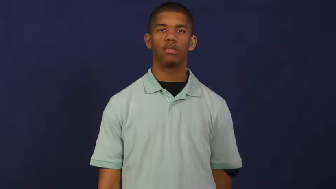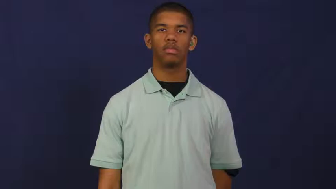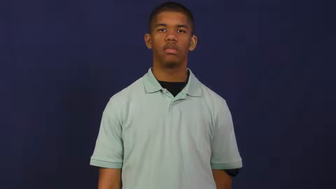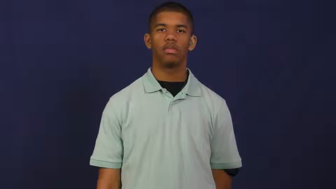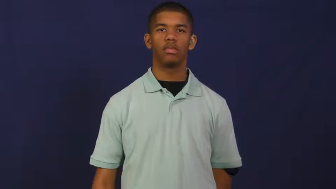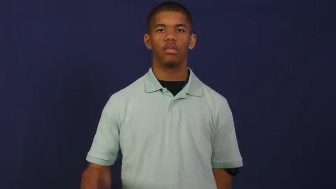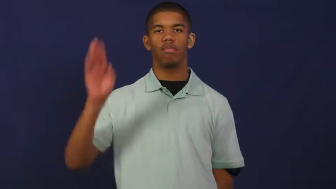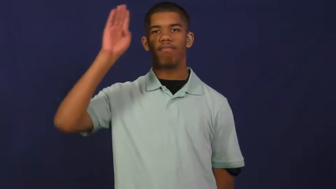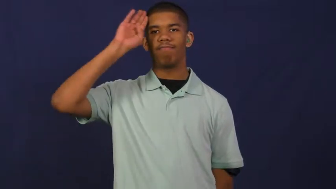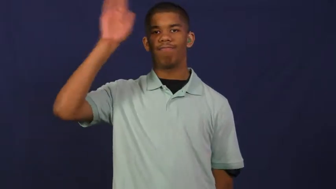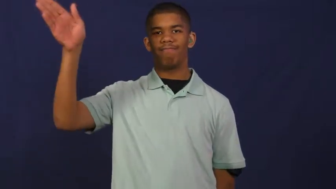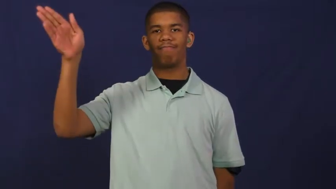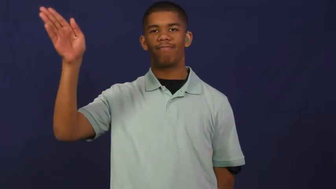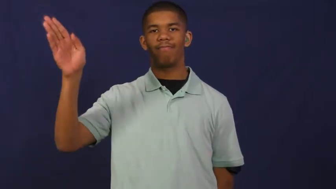hello,hi,ahoy,ciao,aloha,hey,shalom,yo